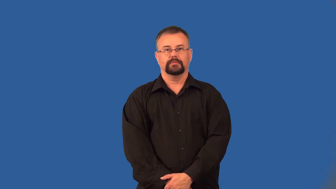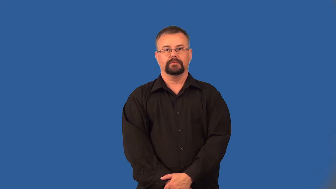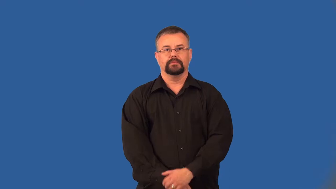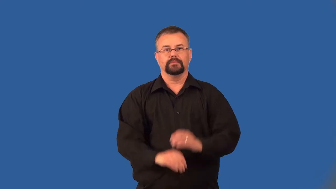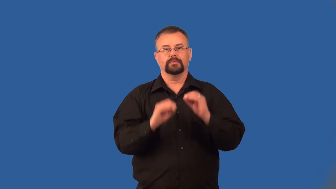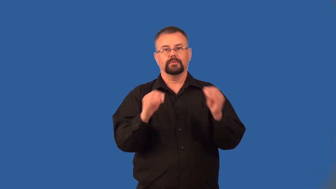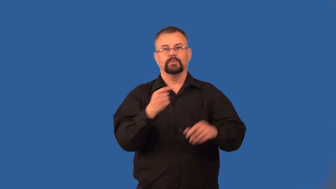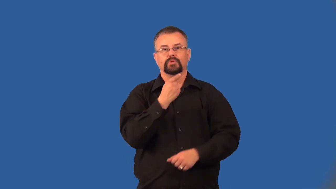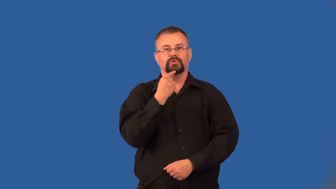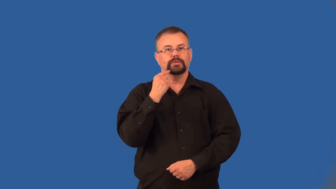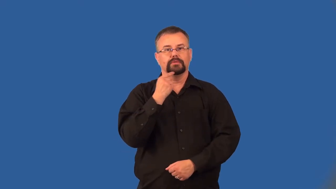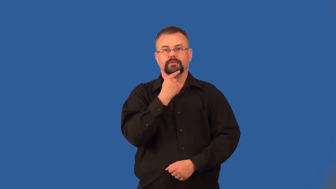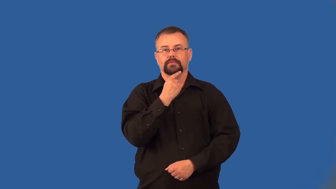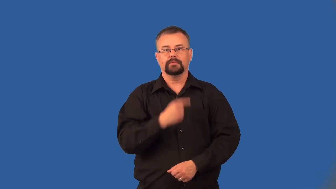chinless